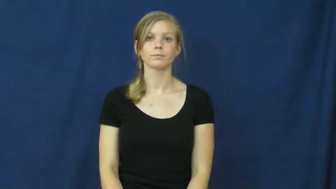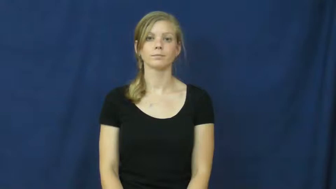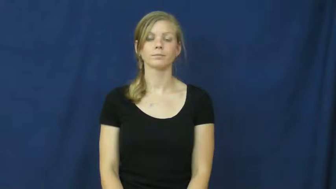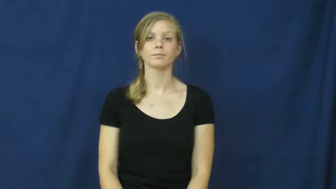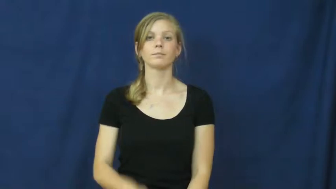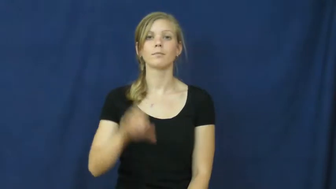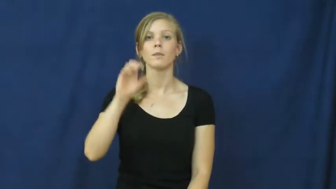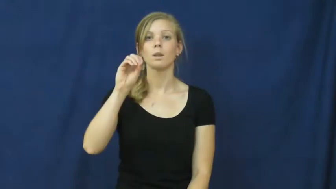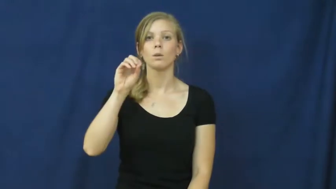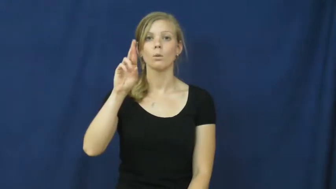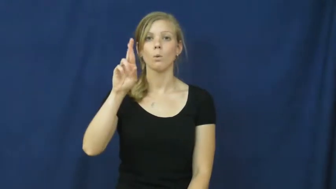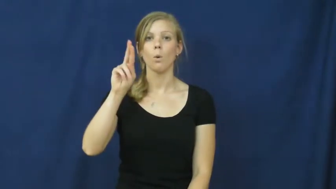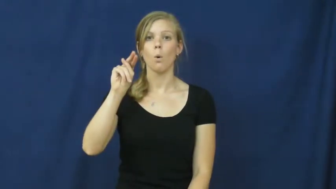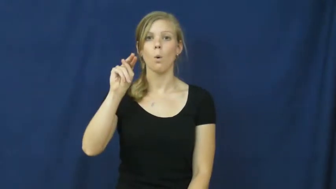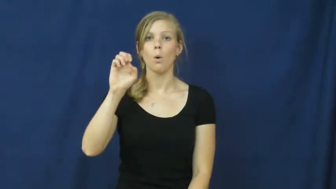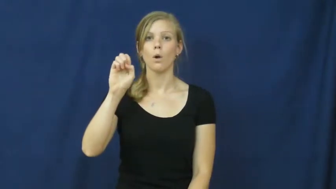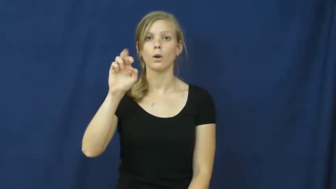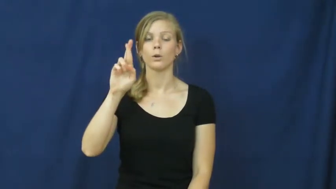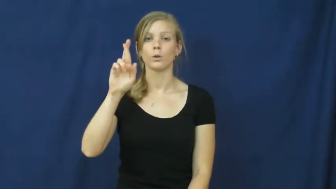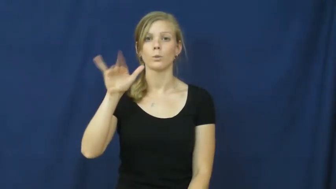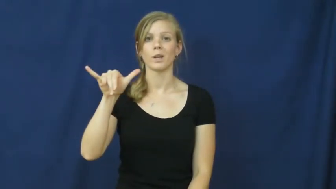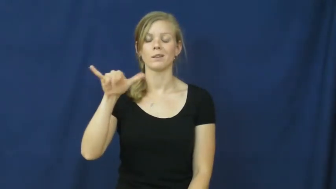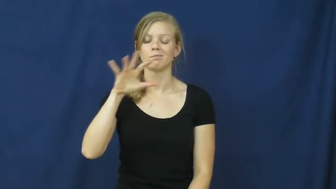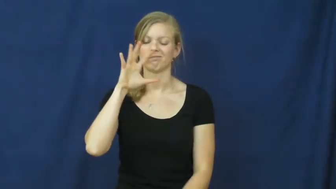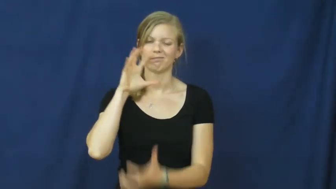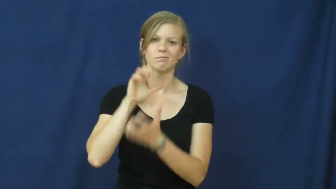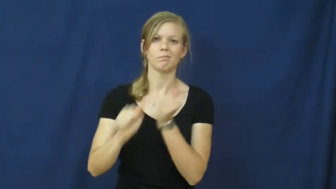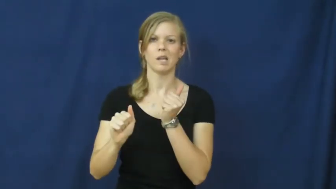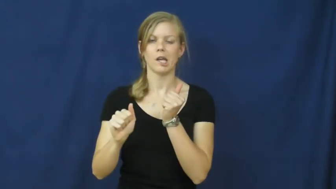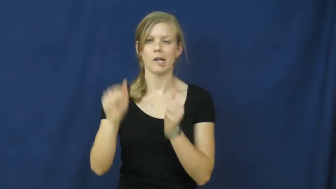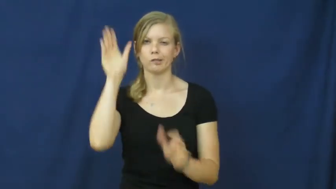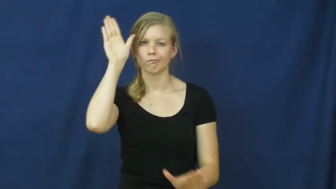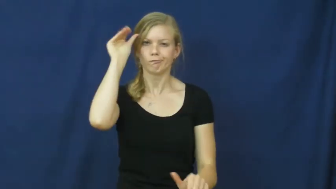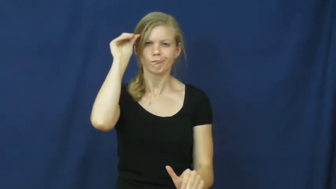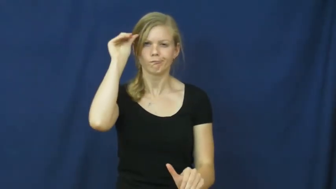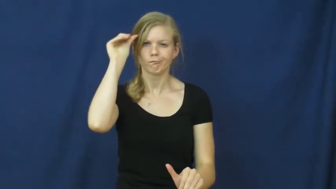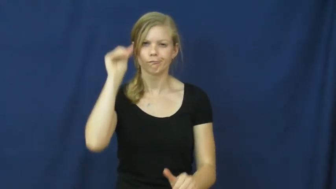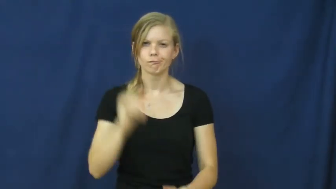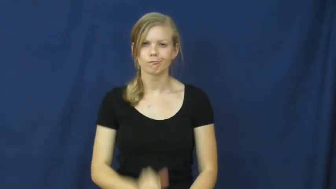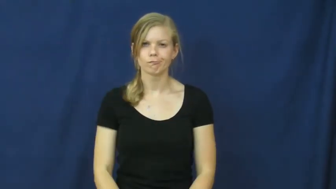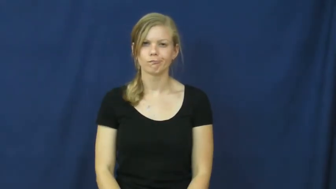ornery